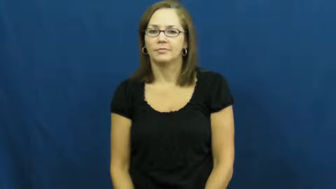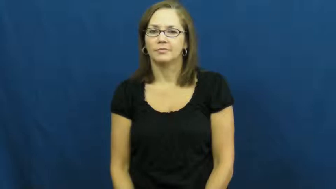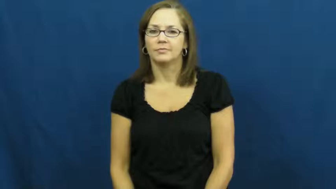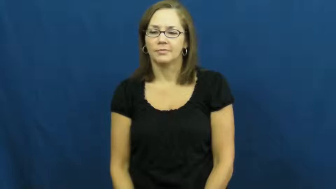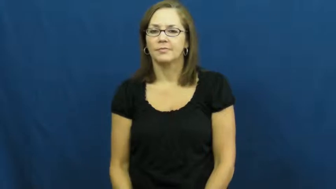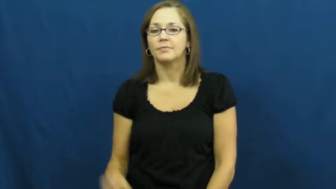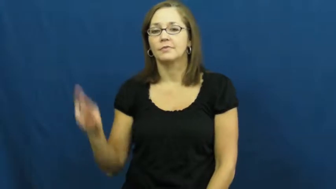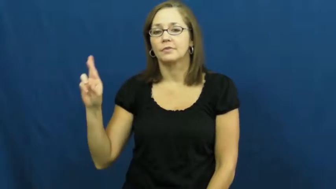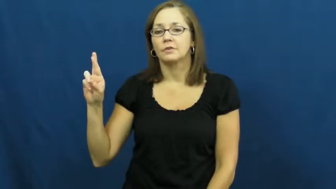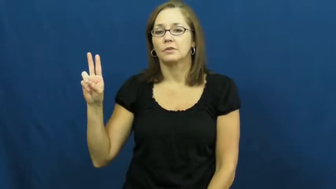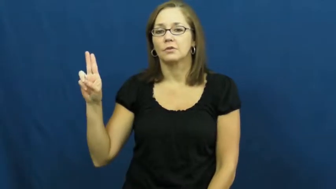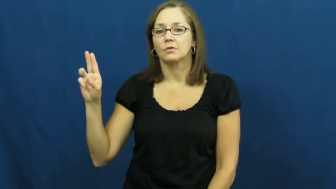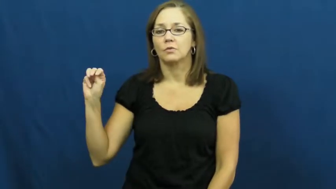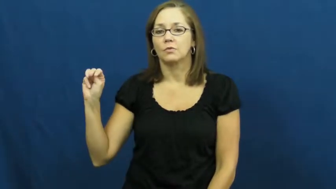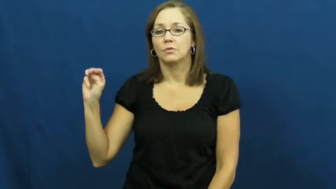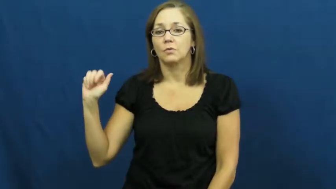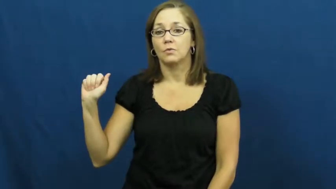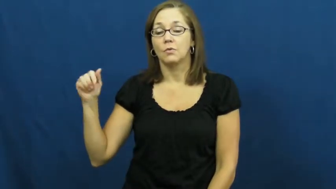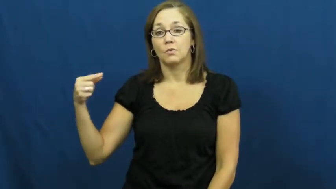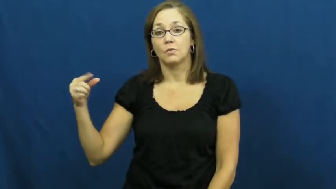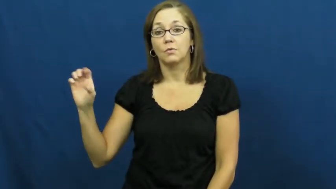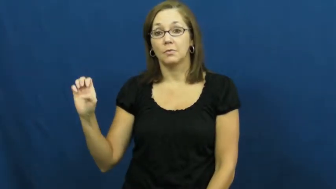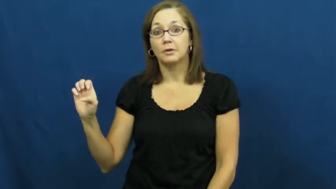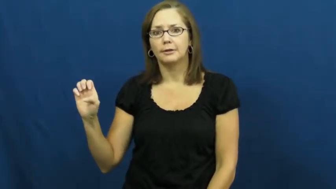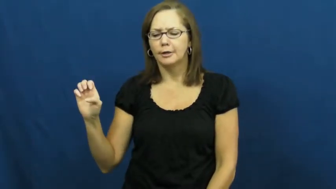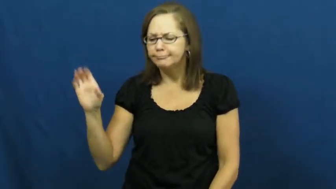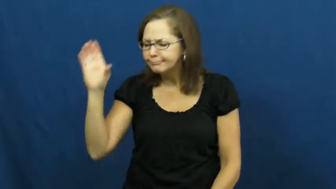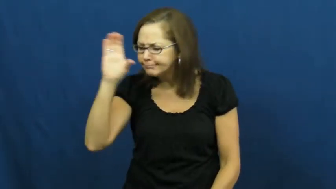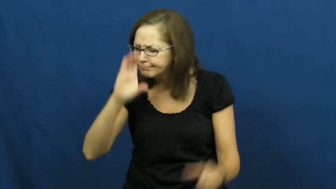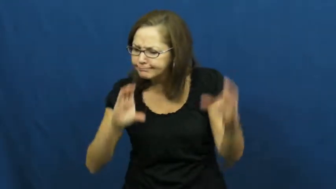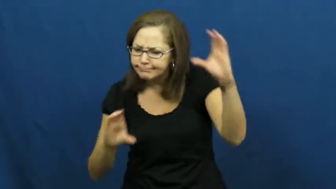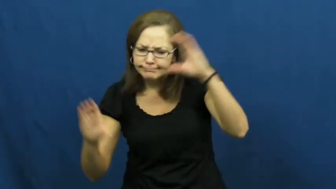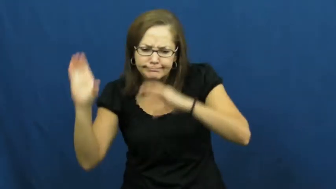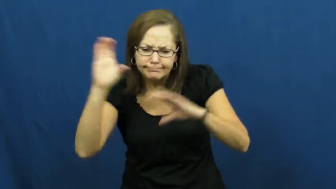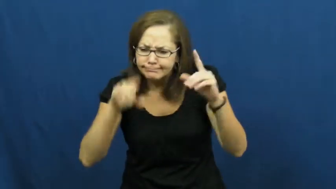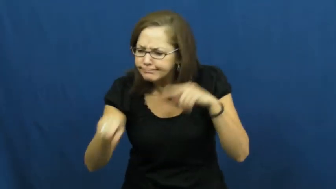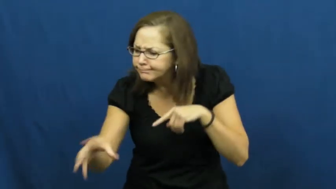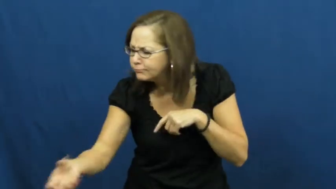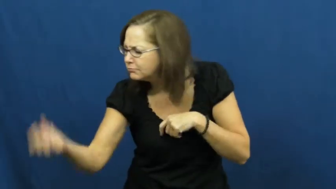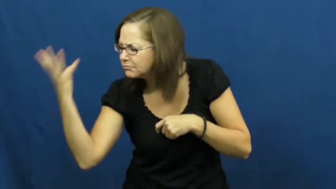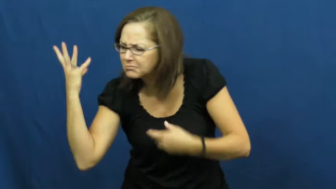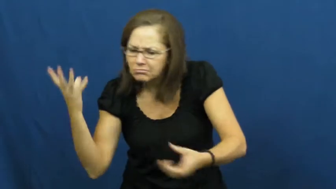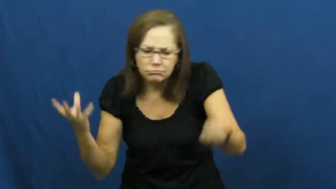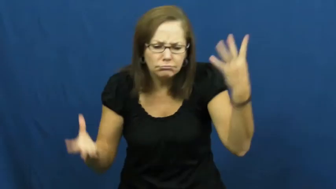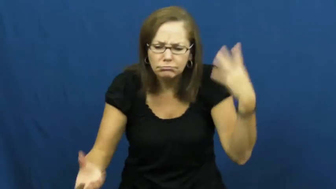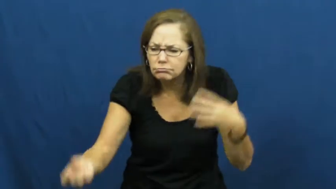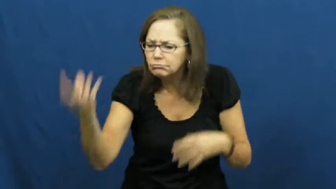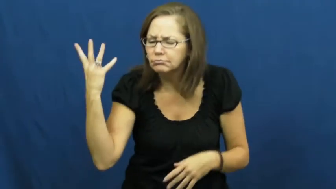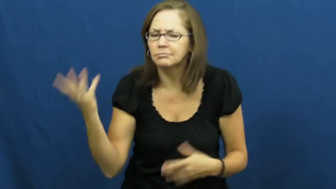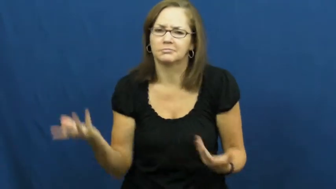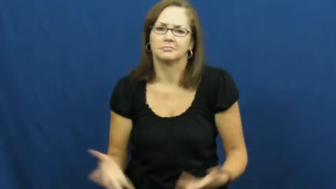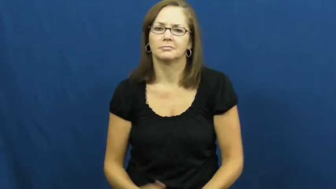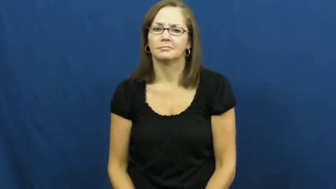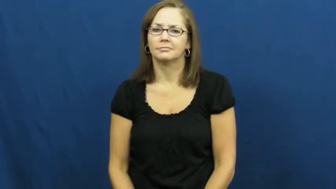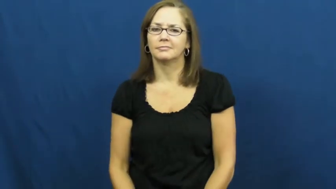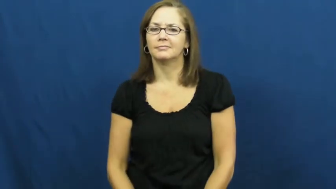rummage